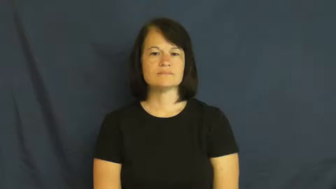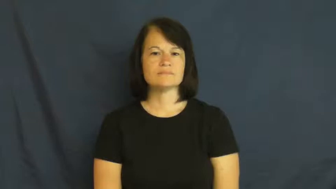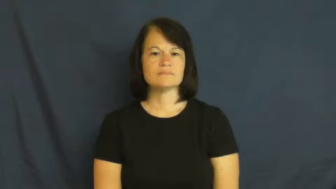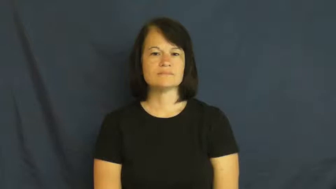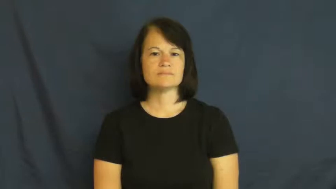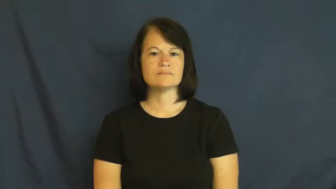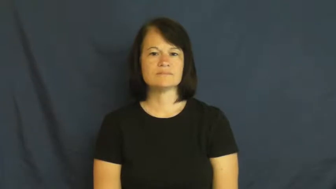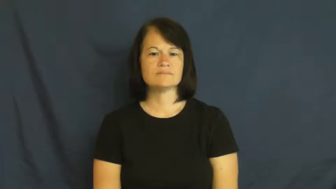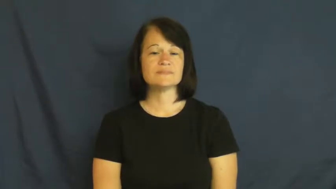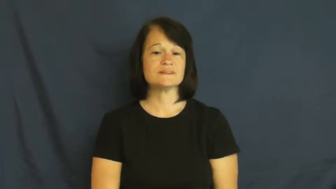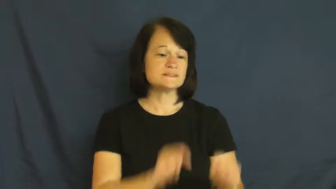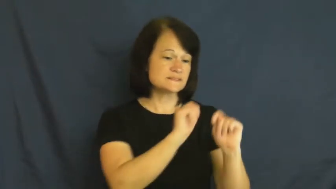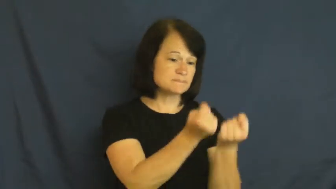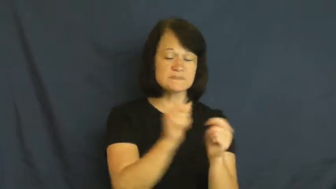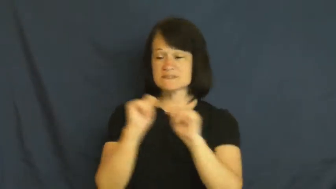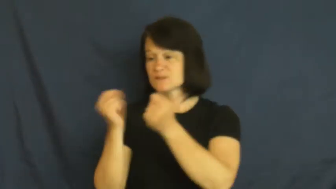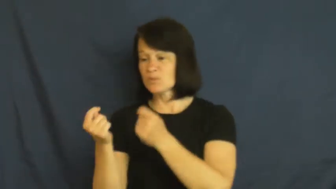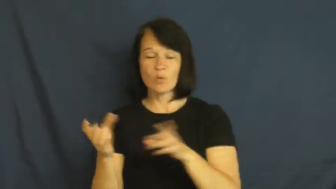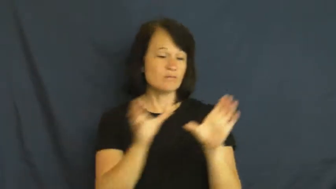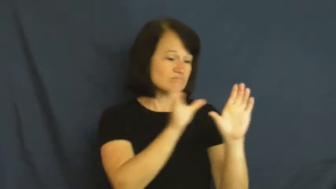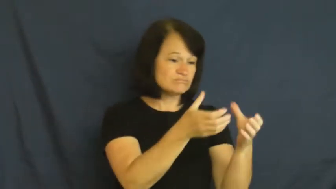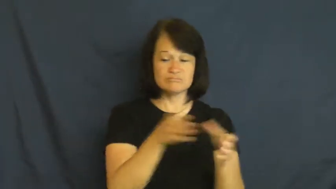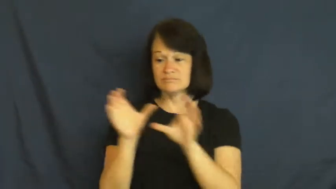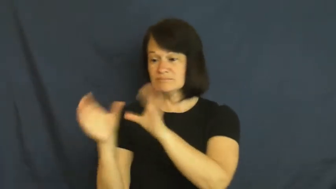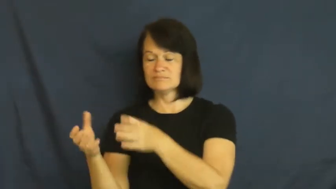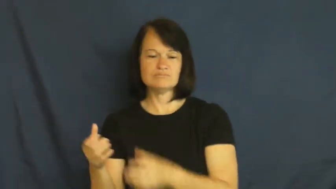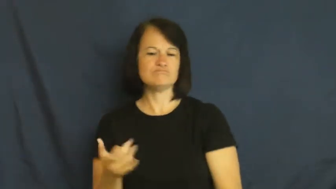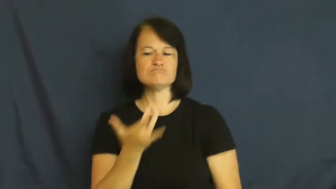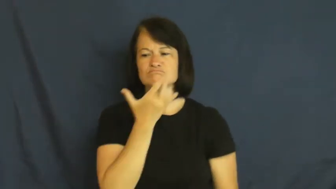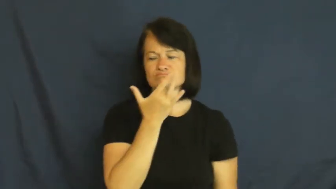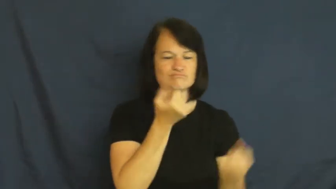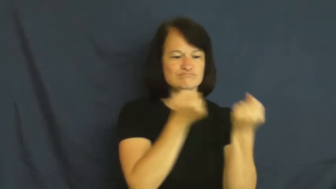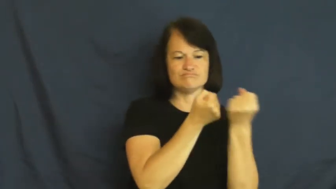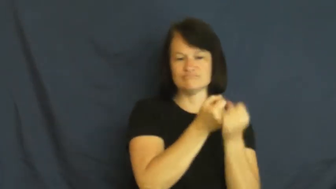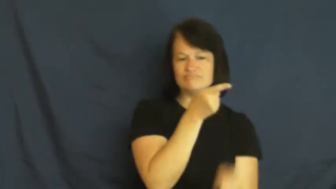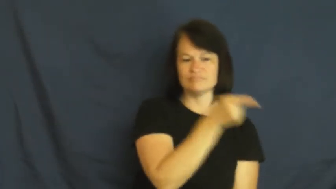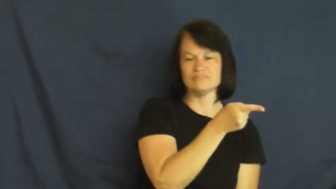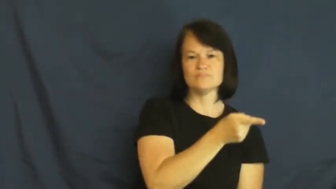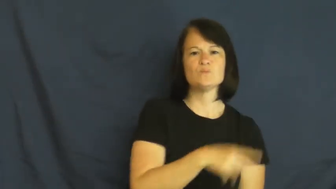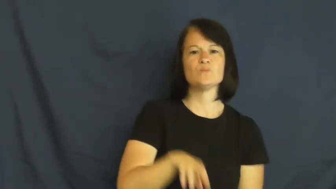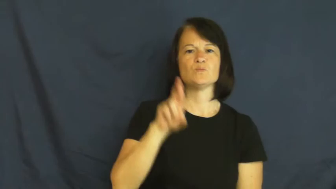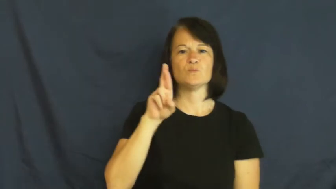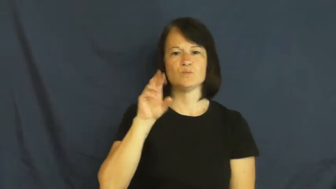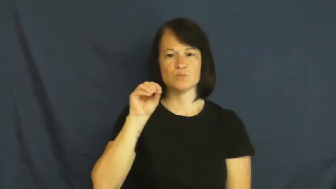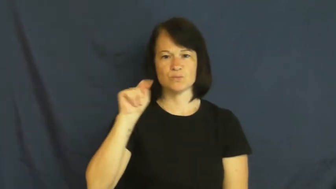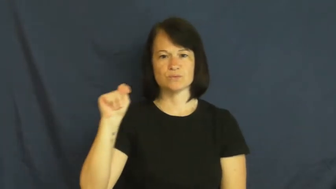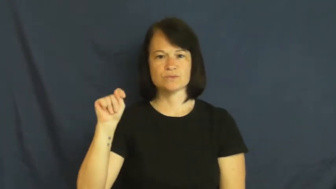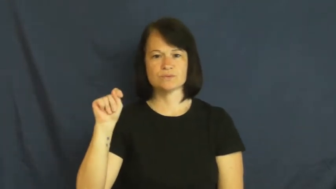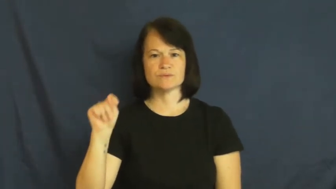root,root on,pull for-cheer